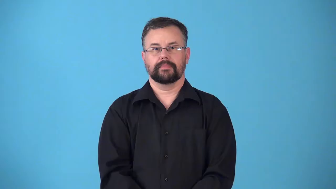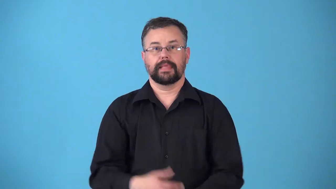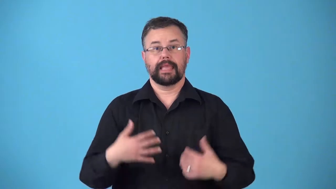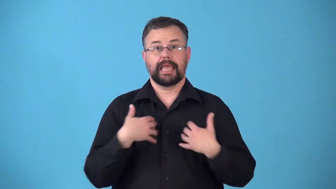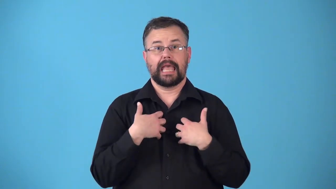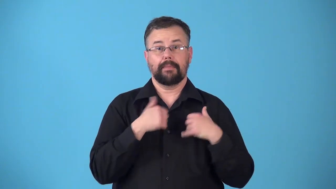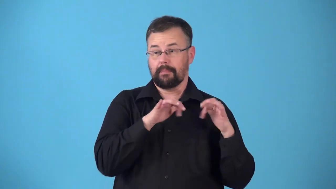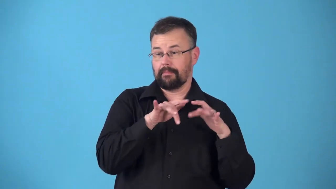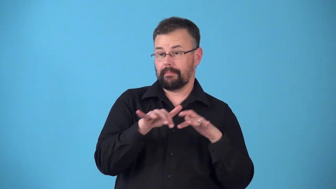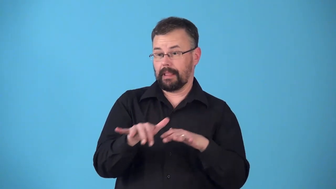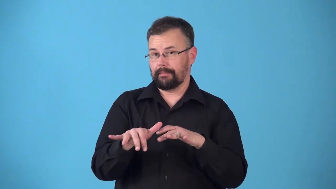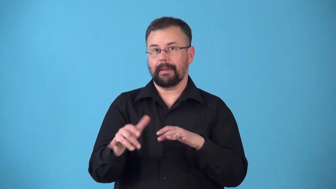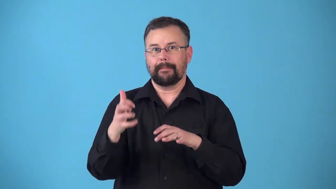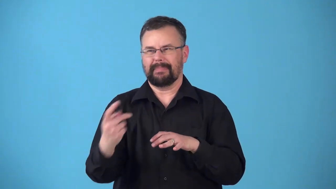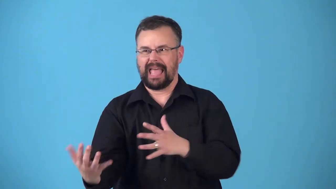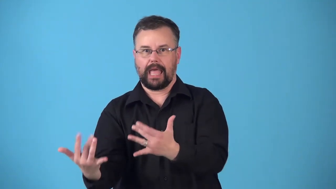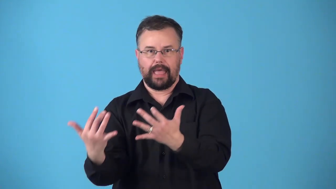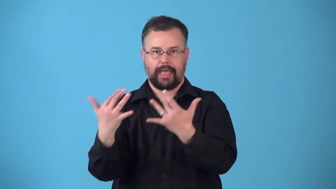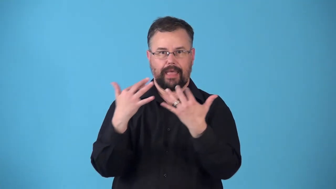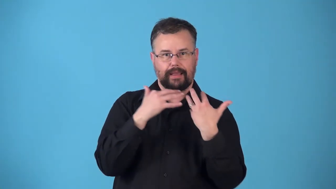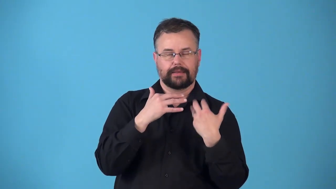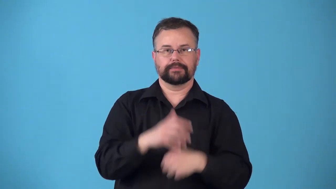remigrate